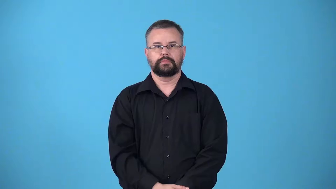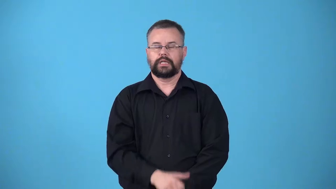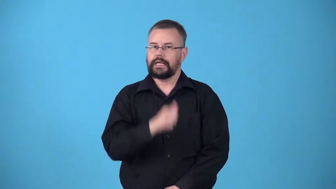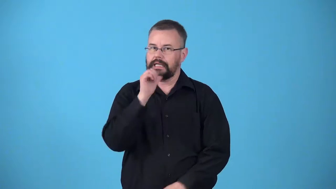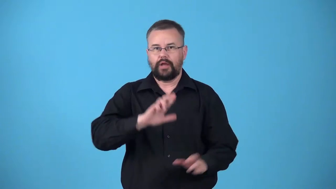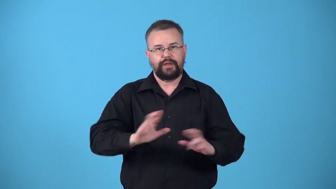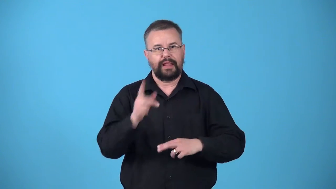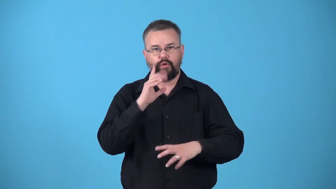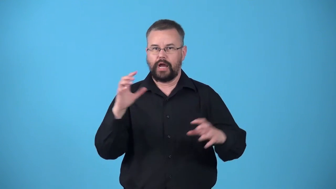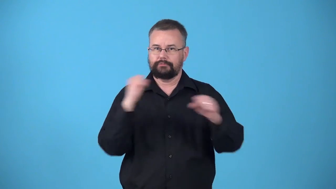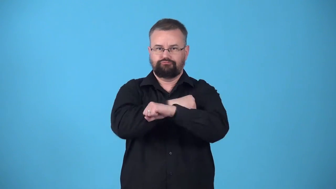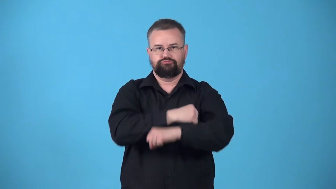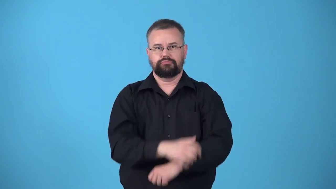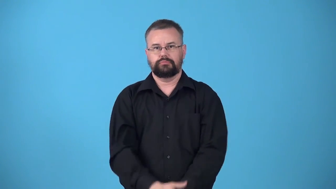unfortified-fort